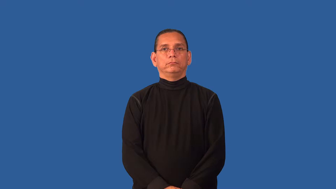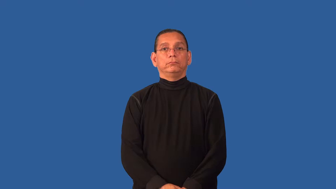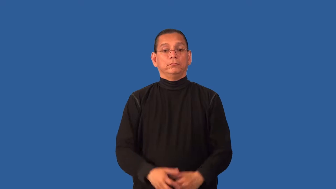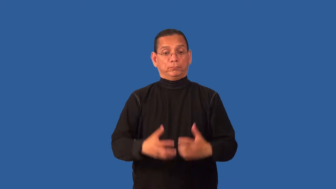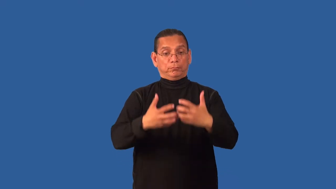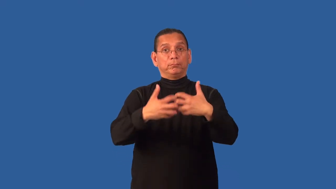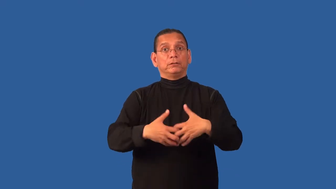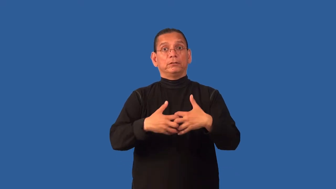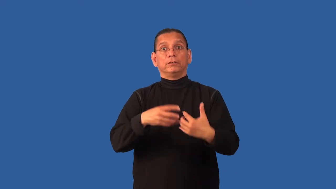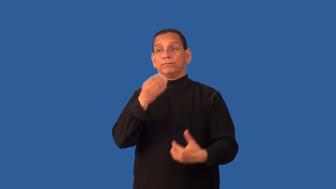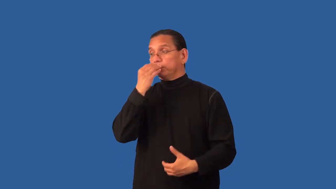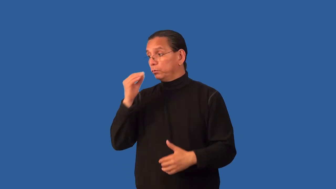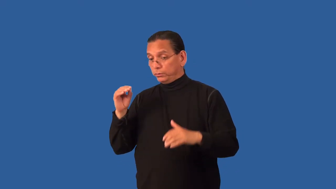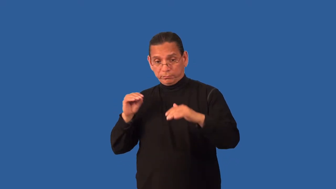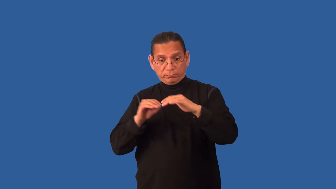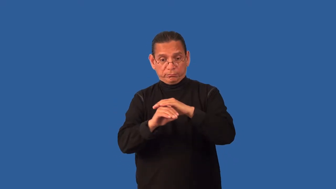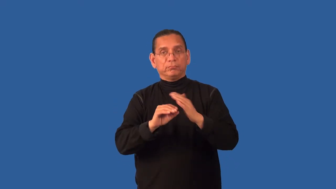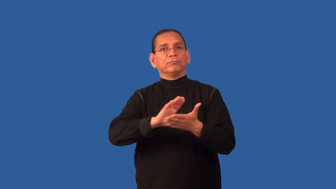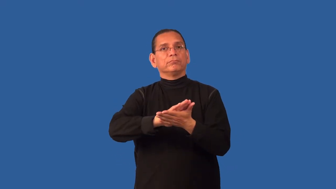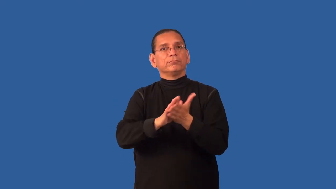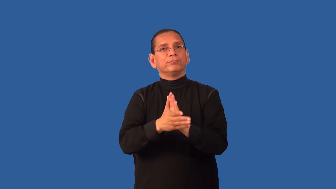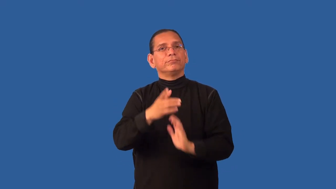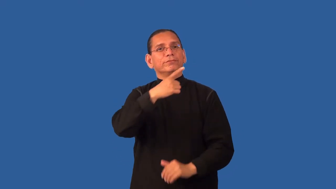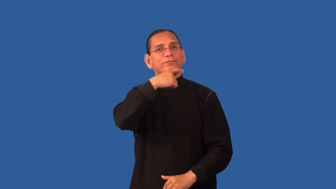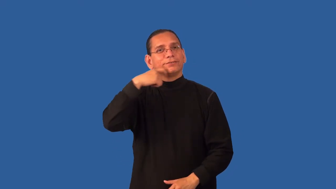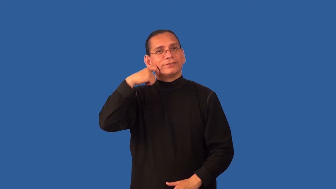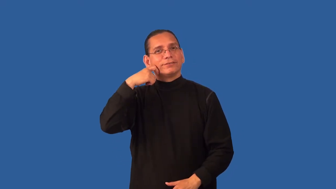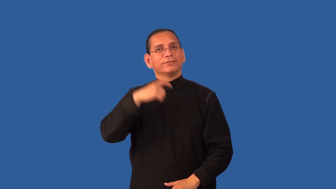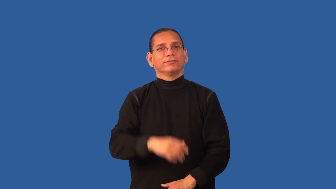dehydrator